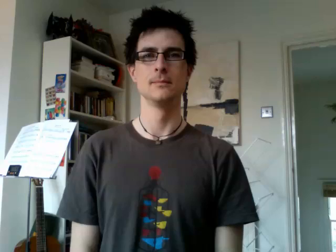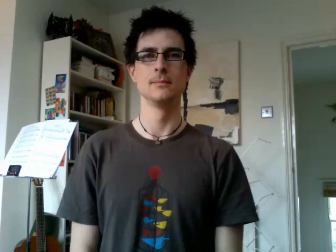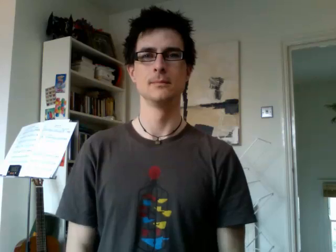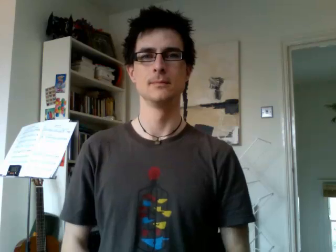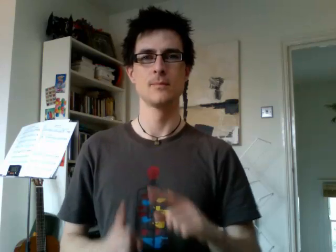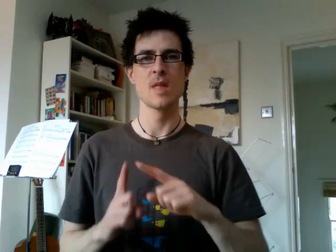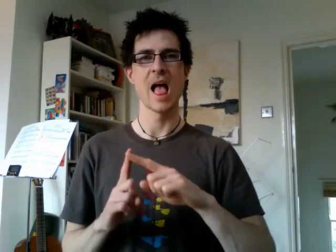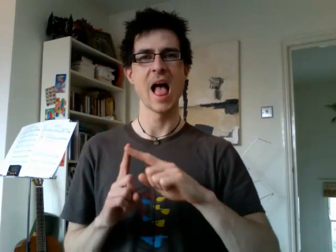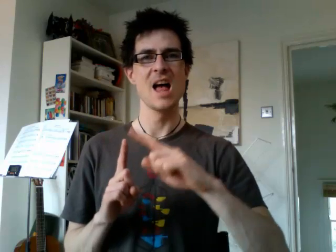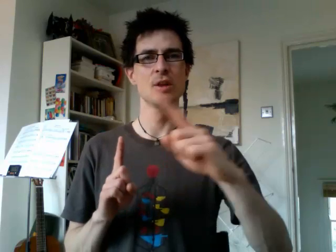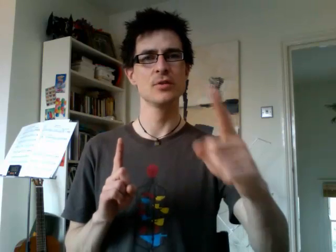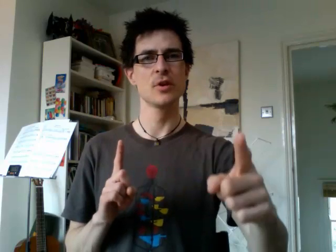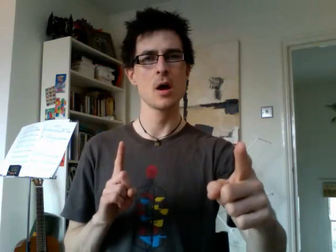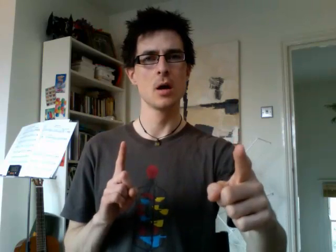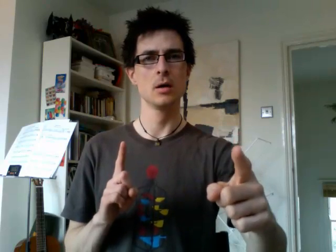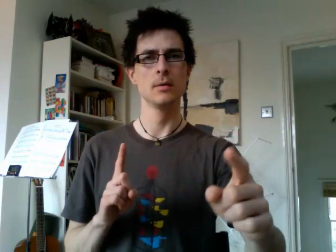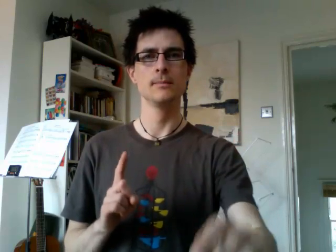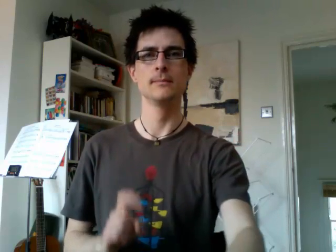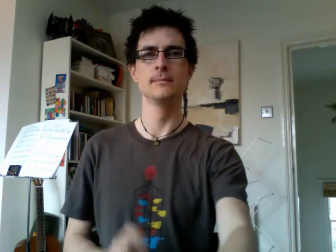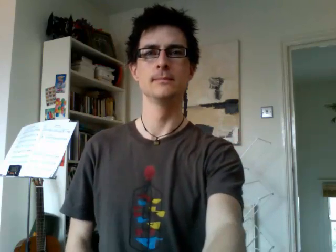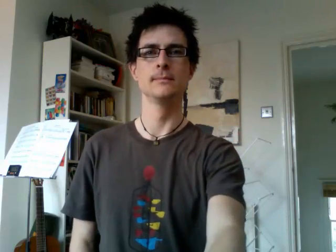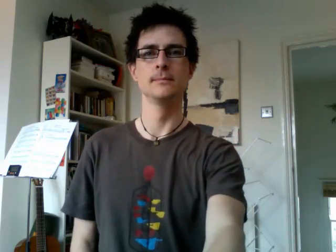answer